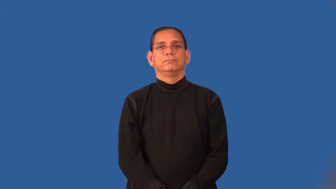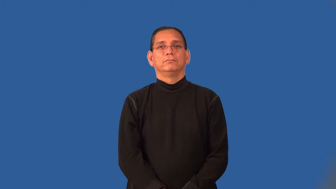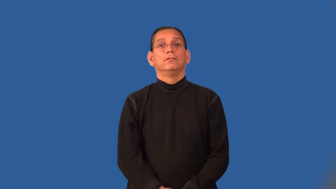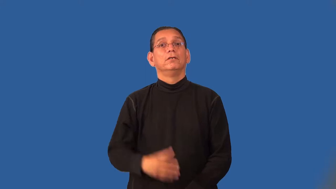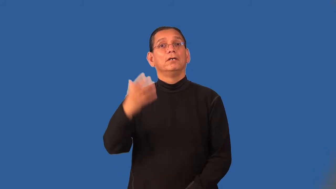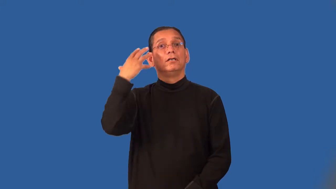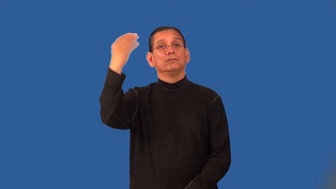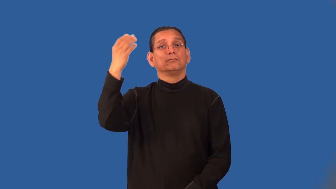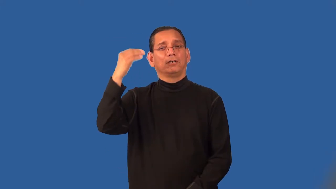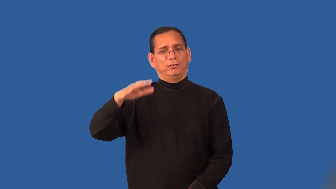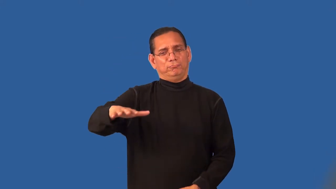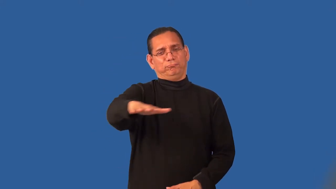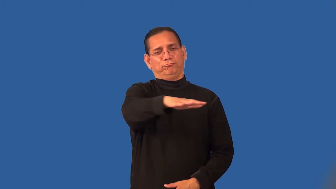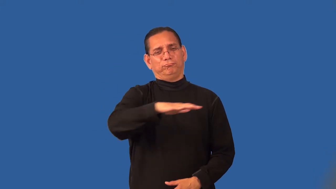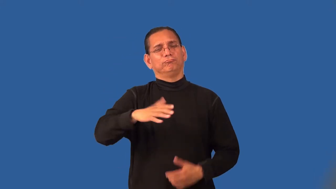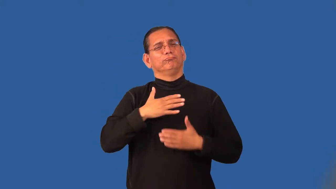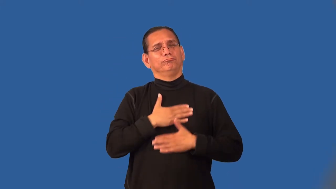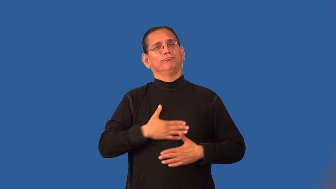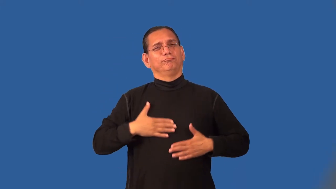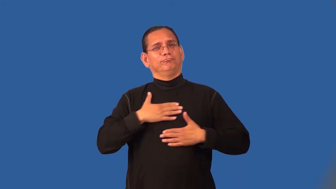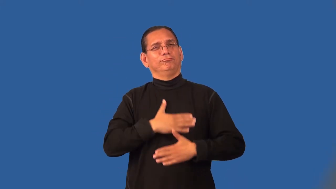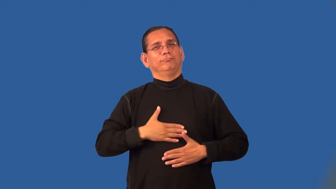park-forest